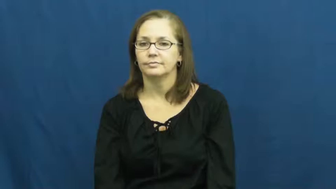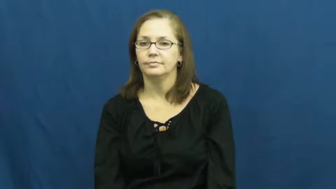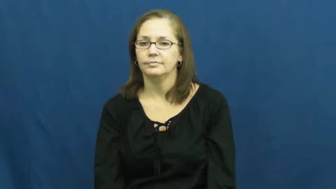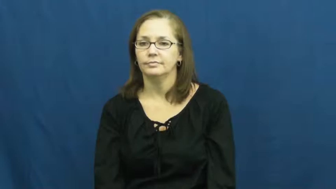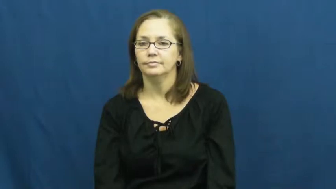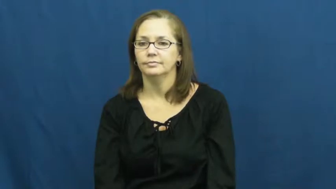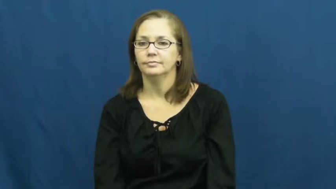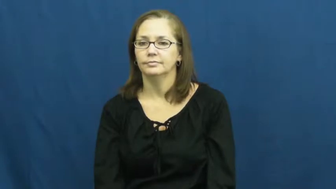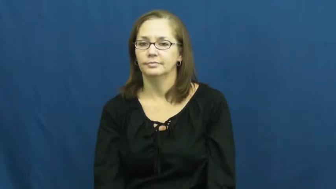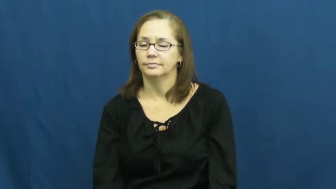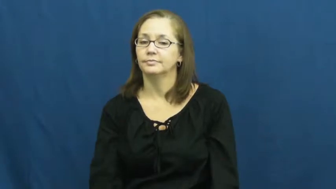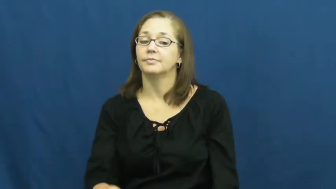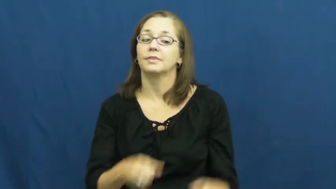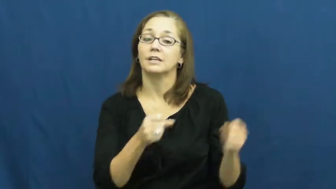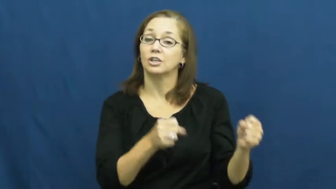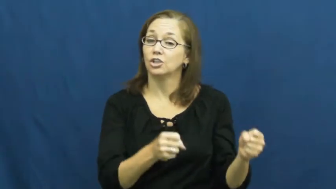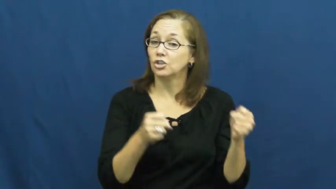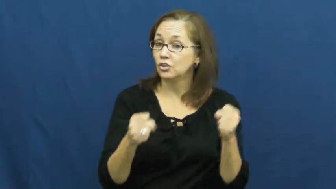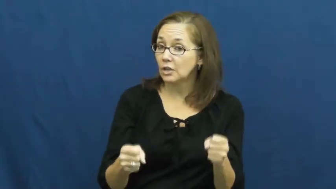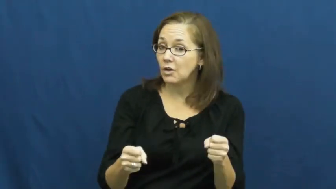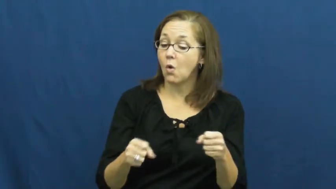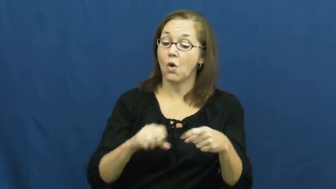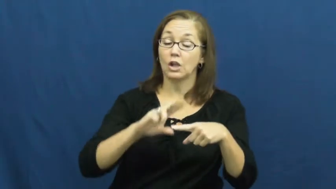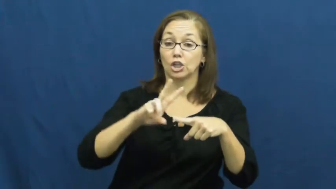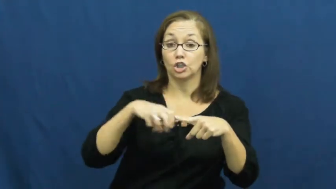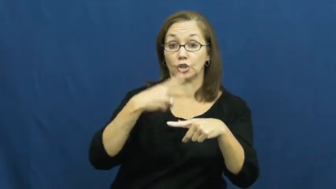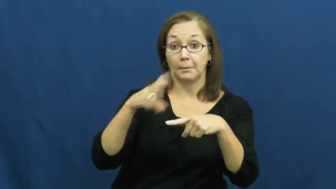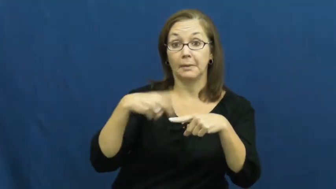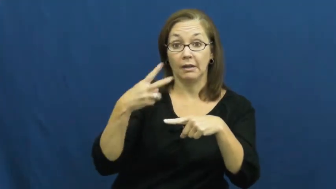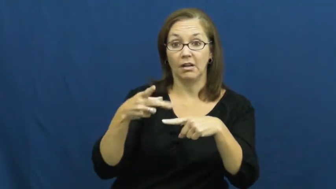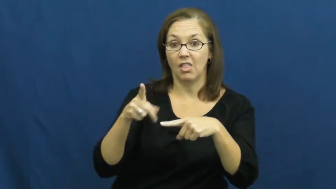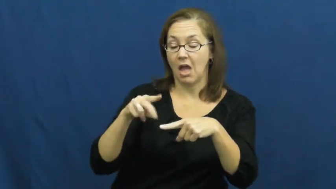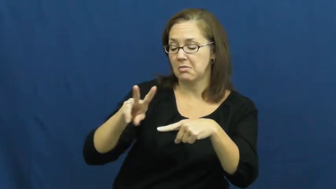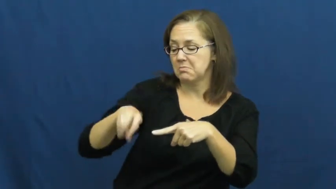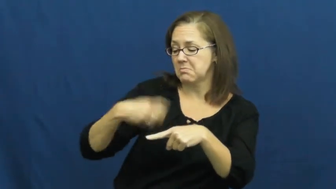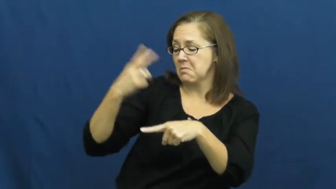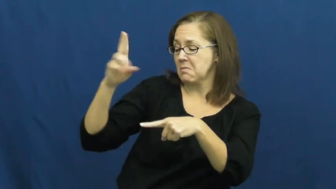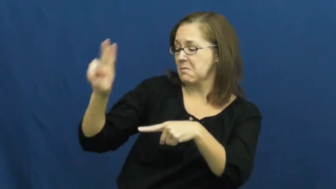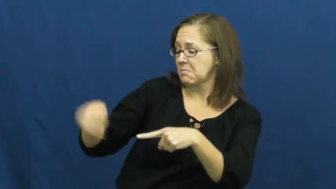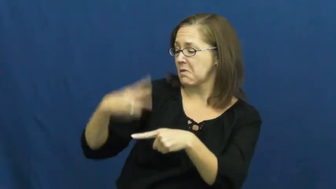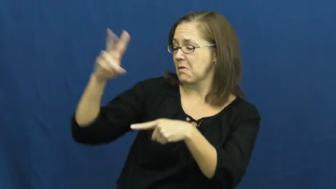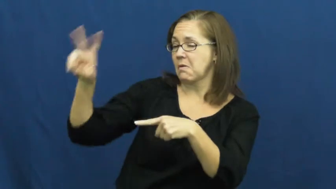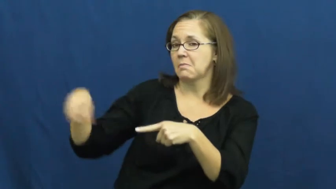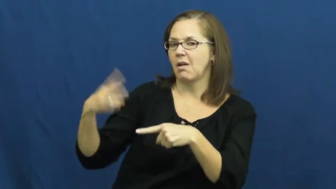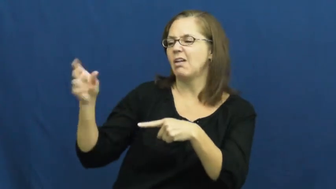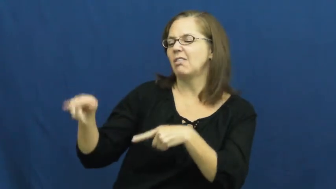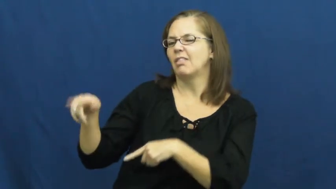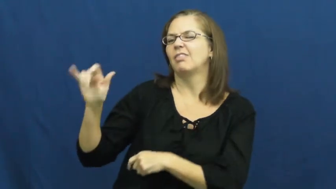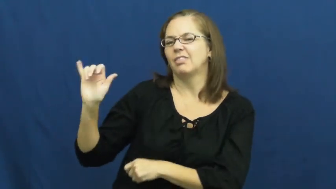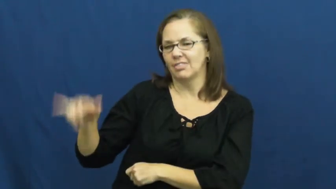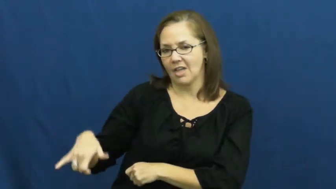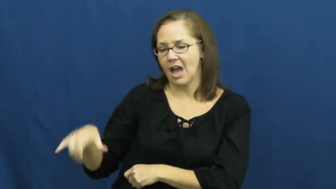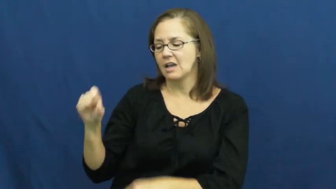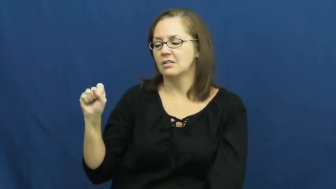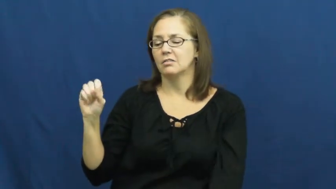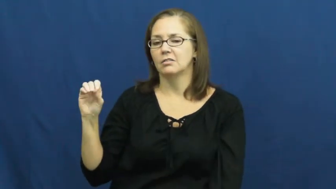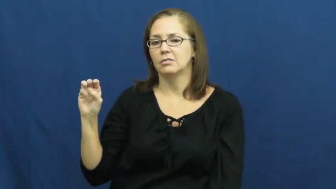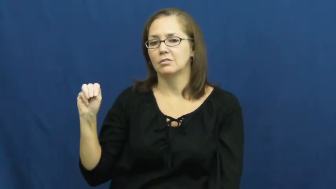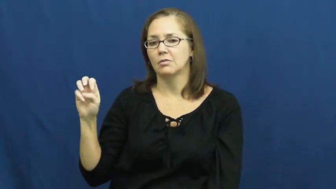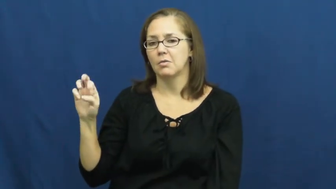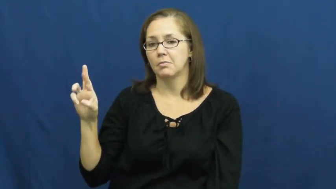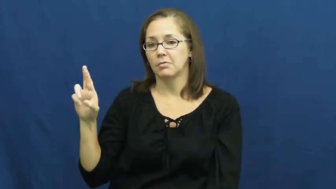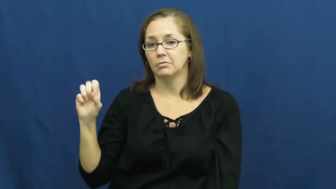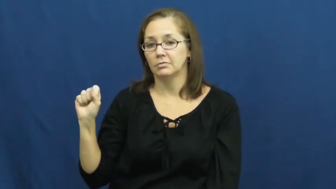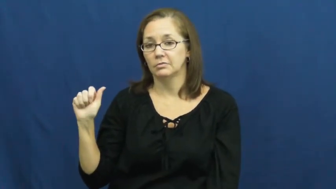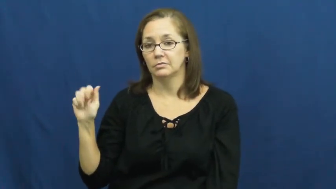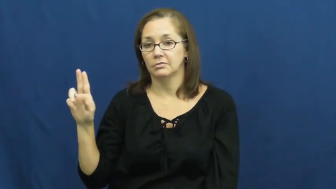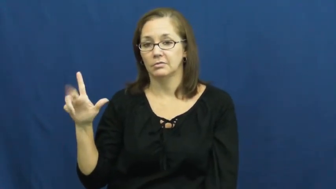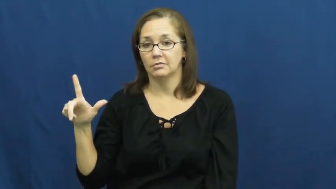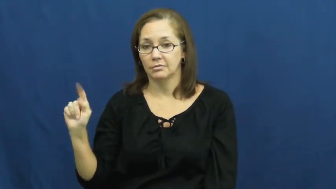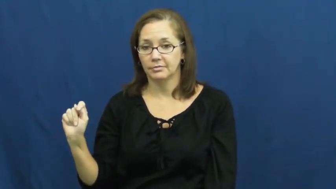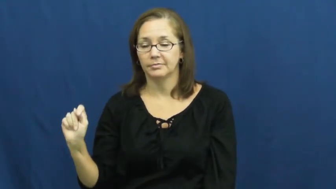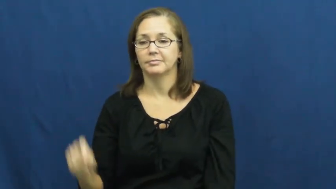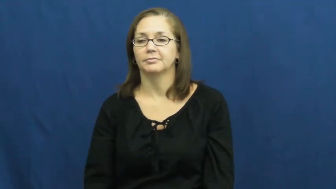somersault,handspring